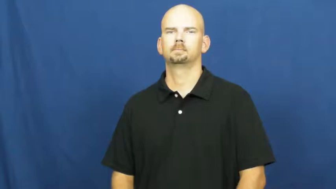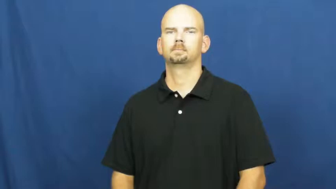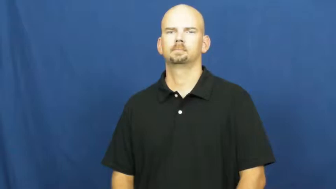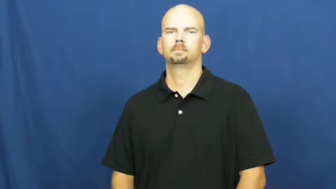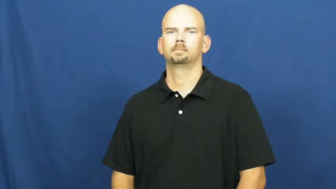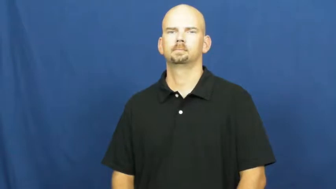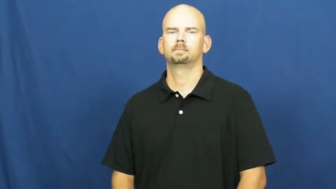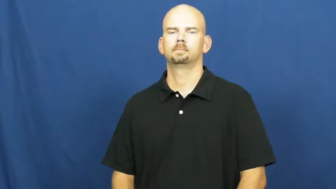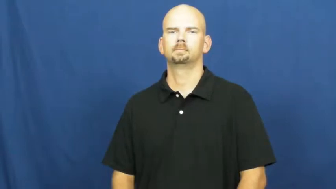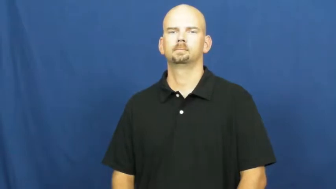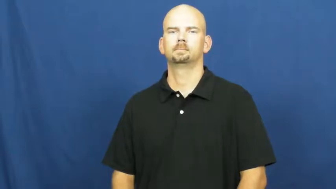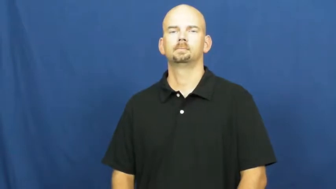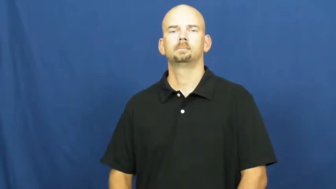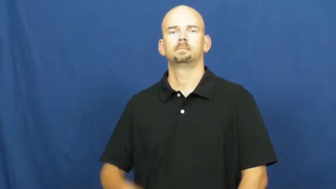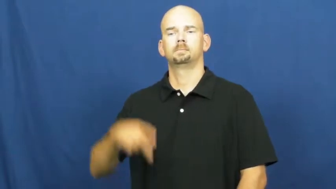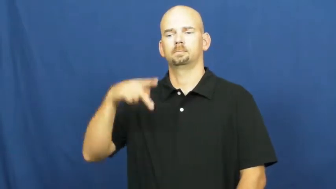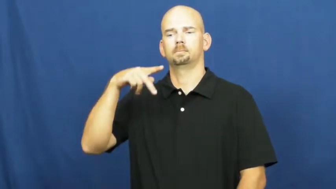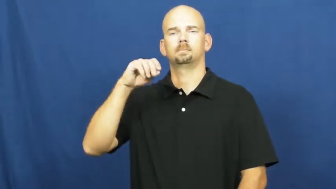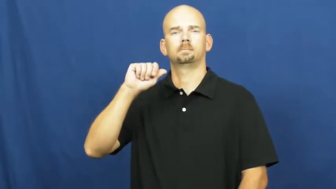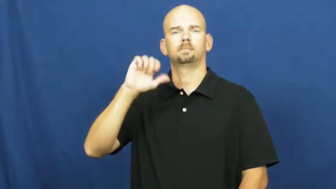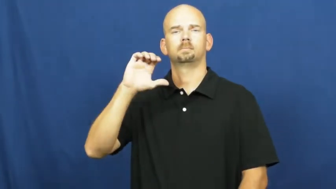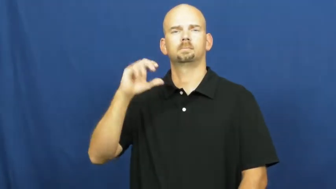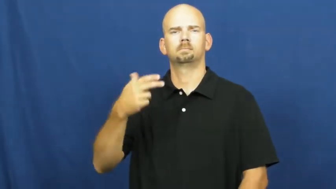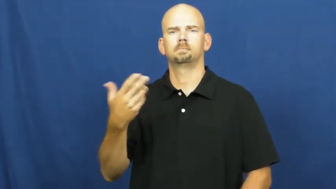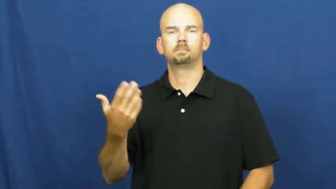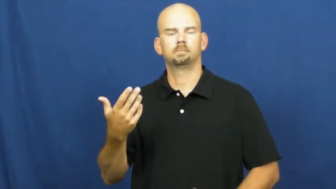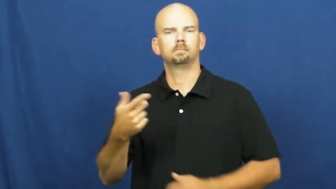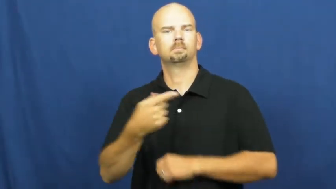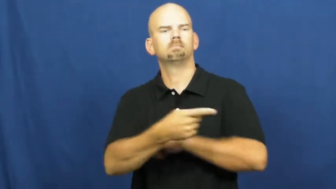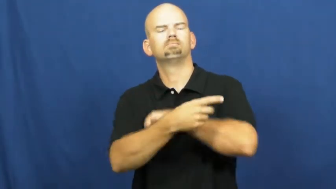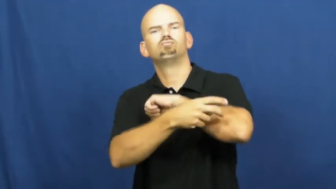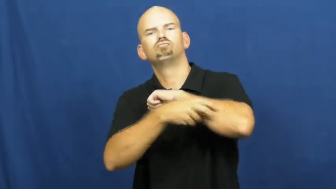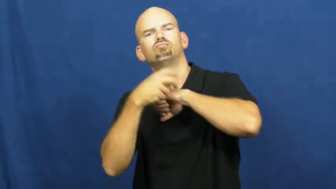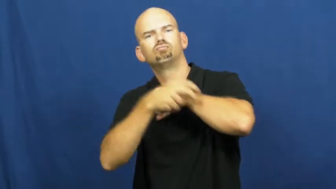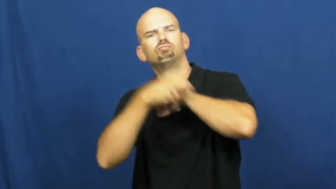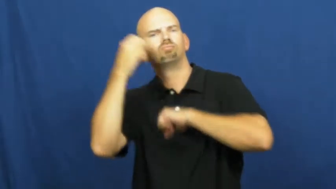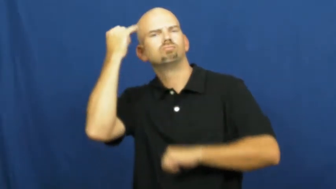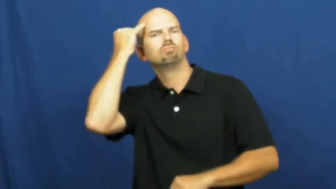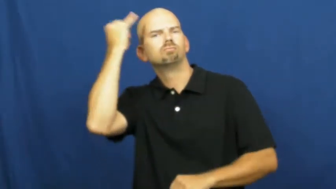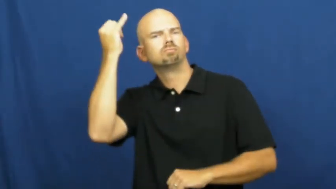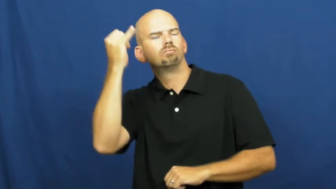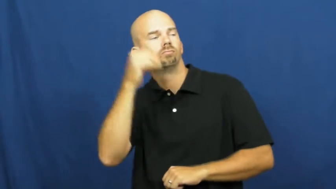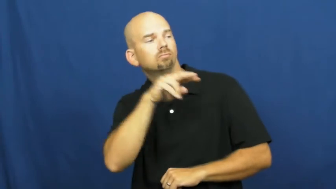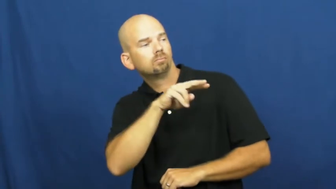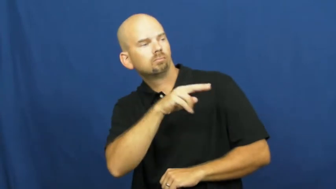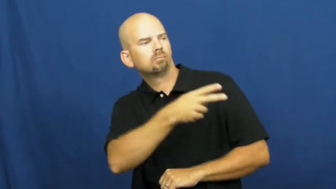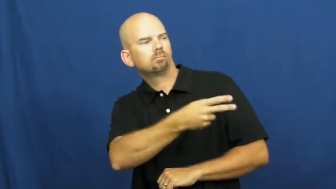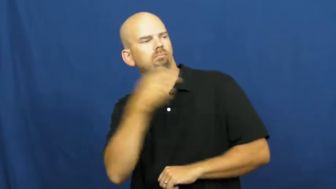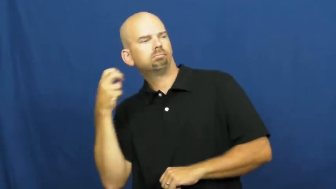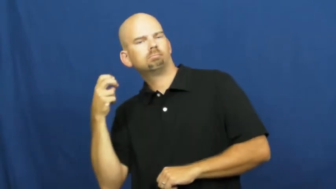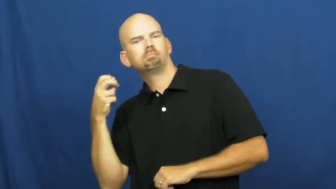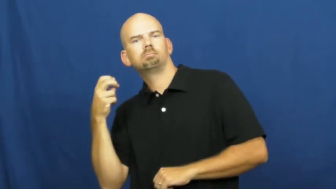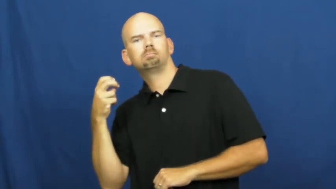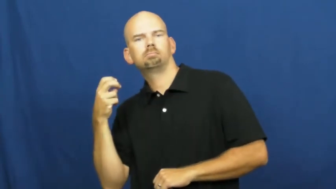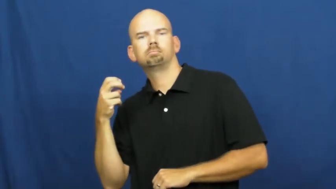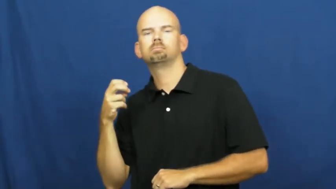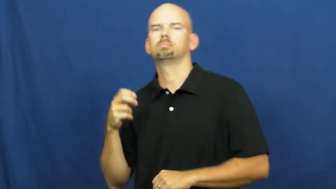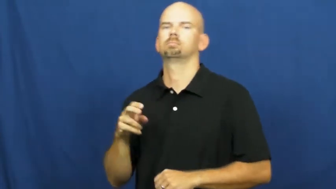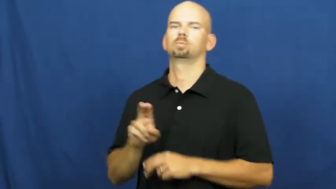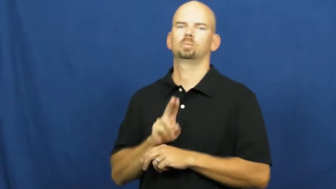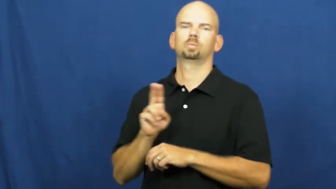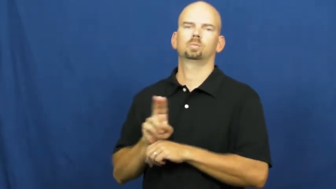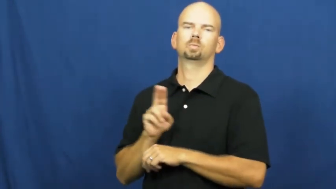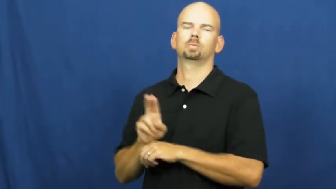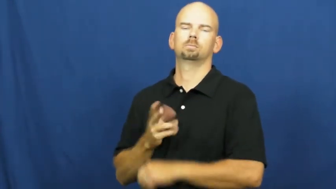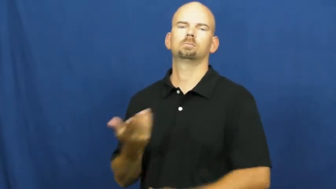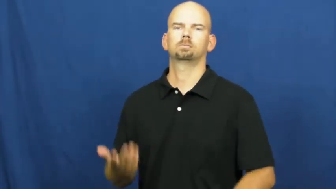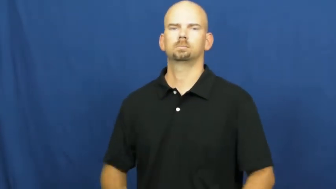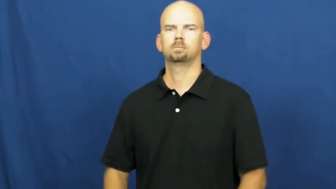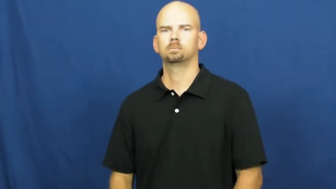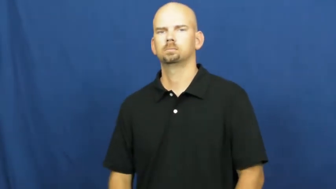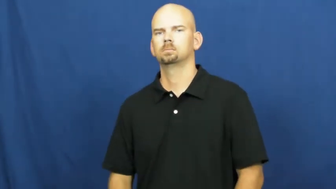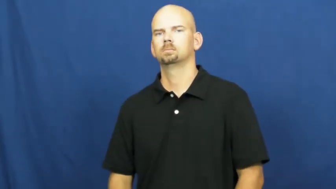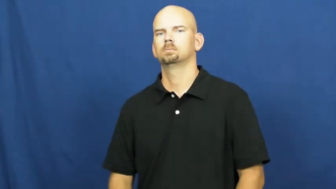poach-steal